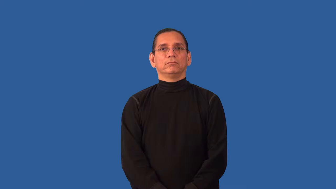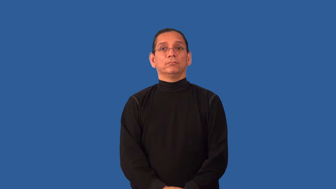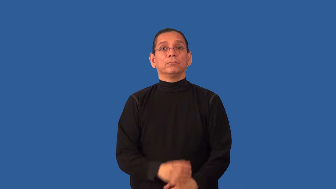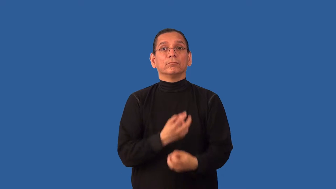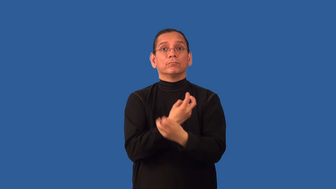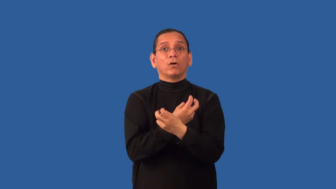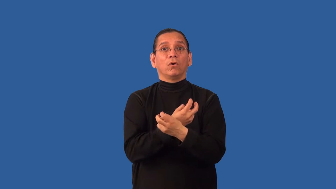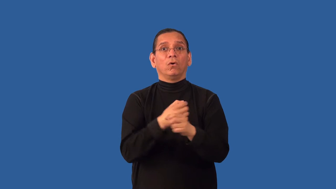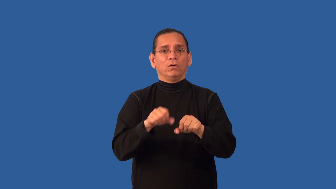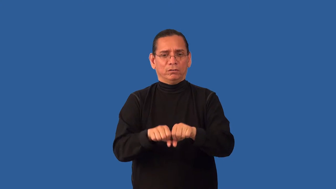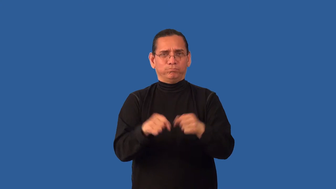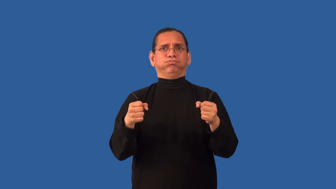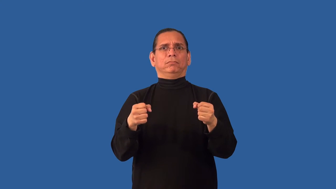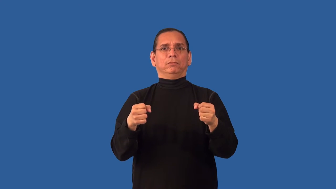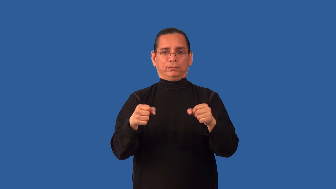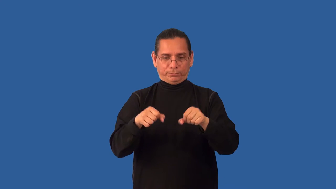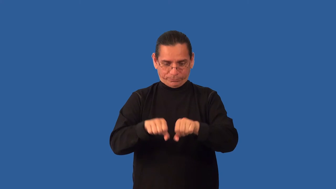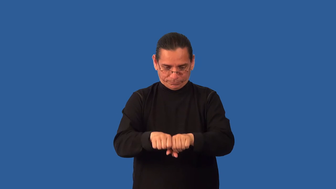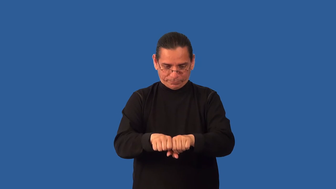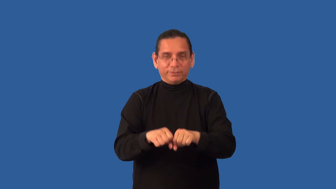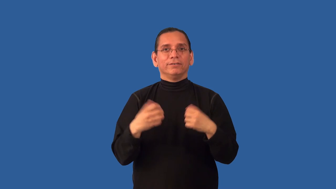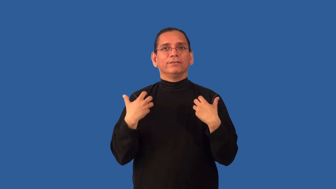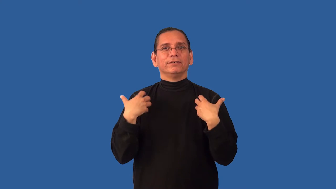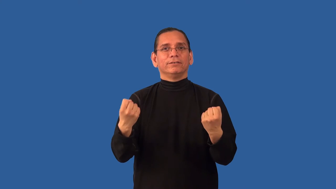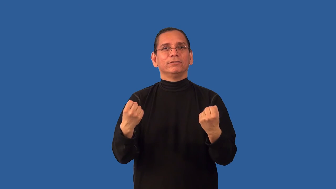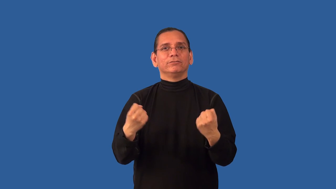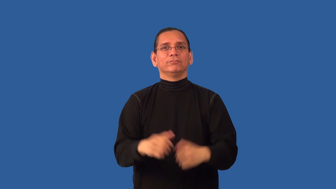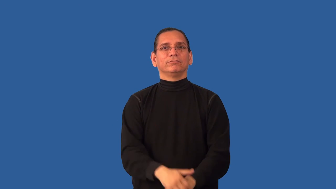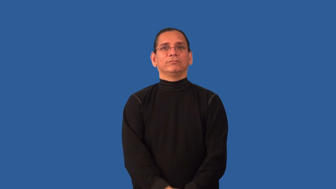reset-bones